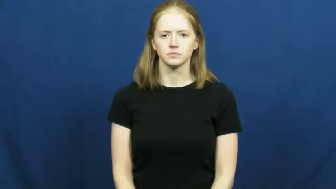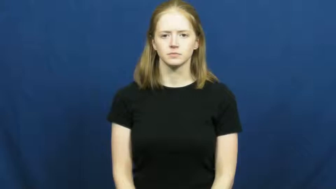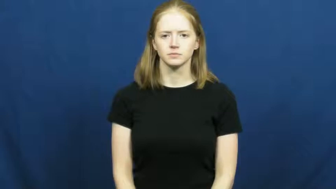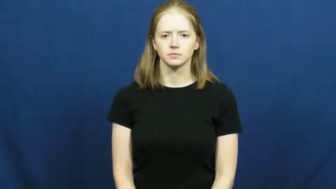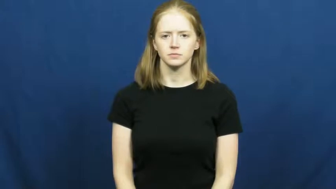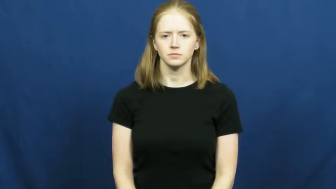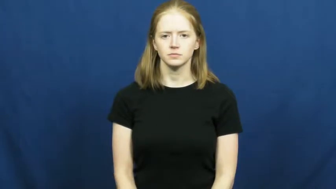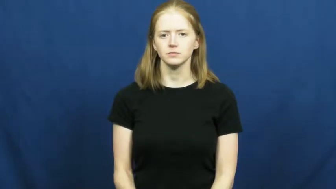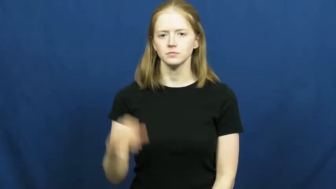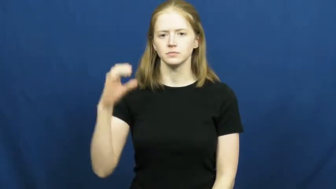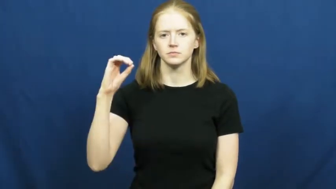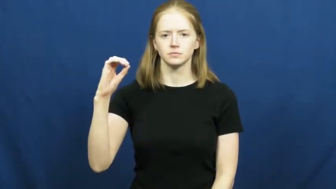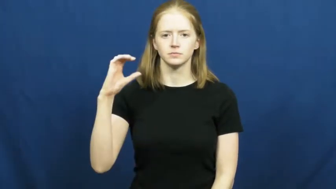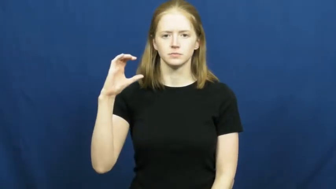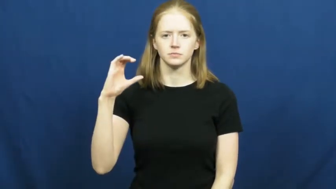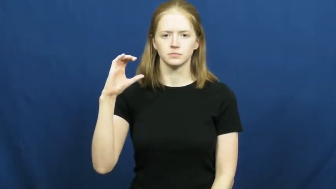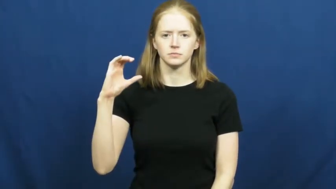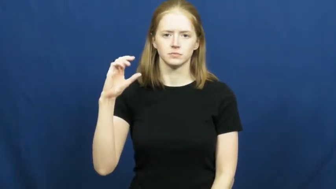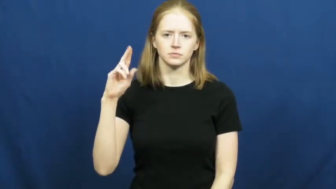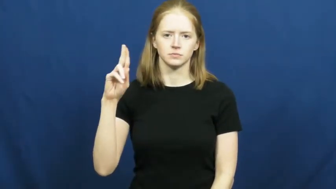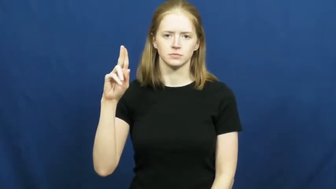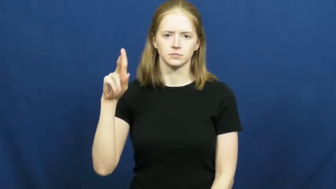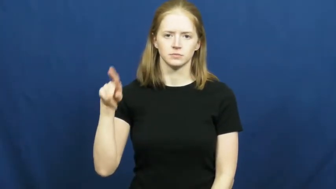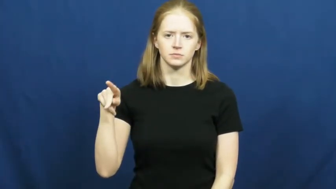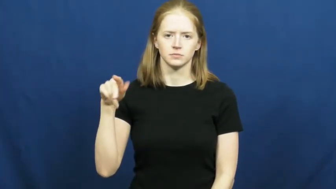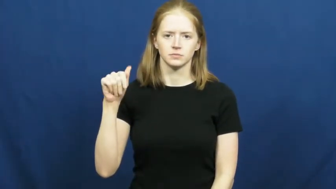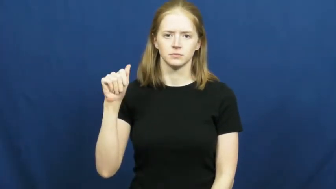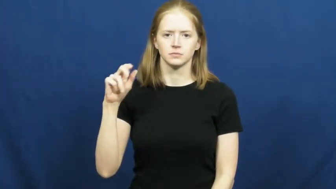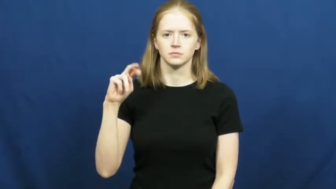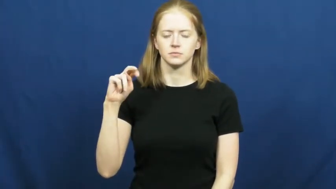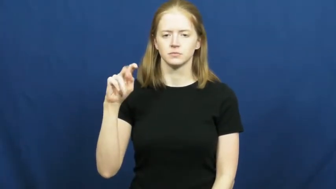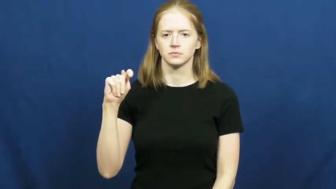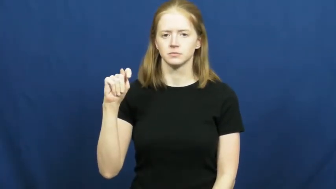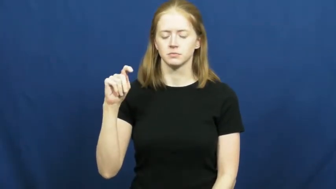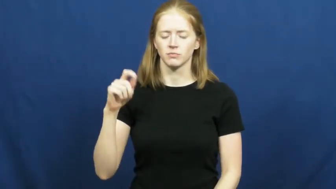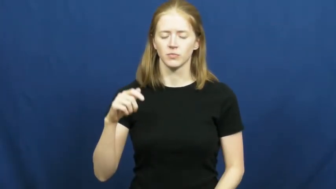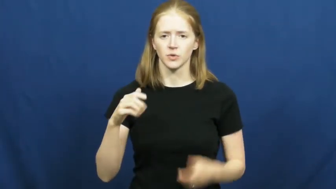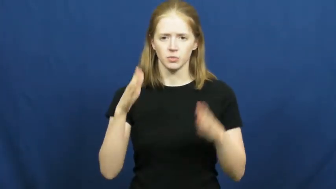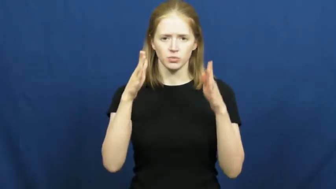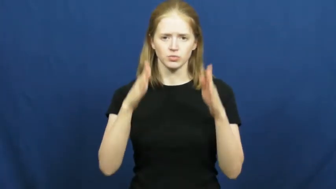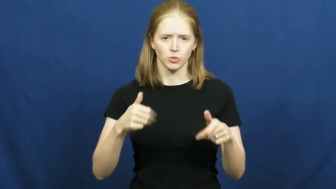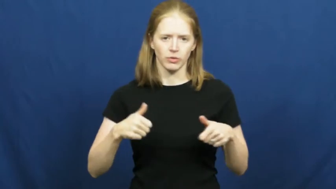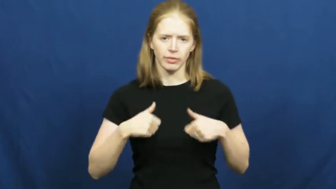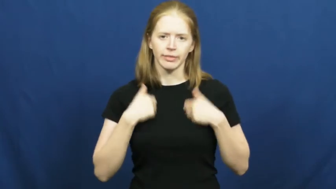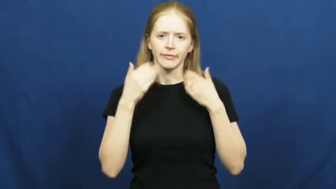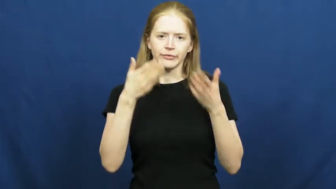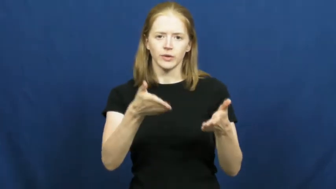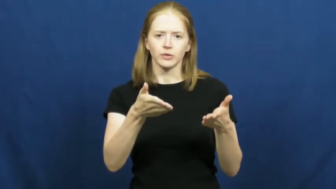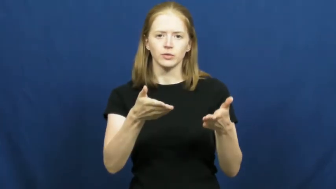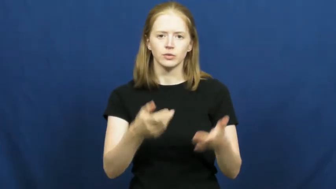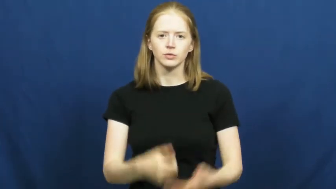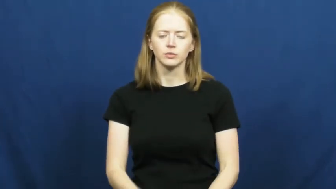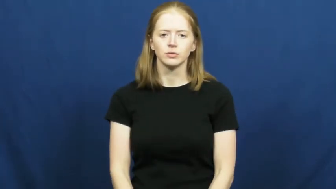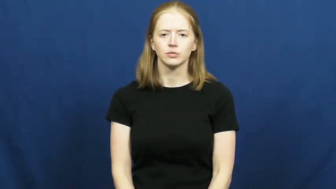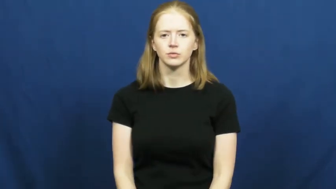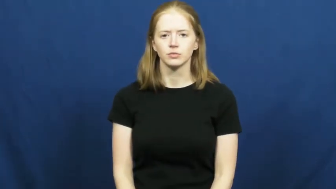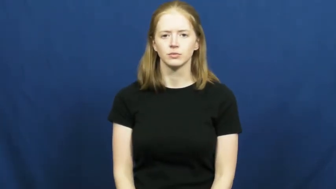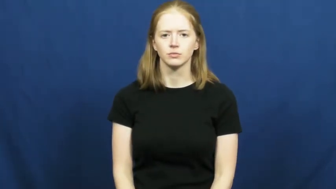occupant